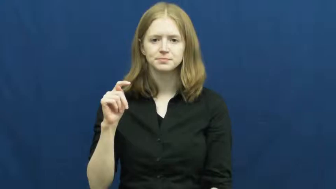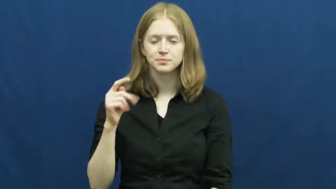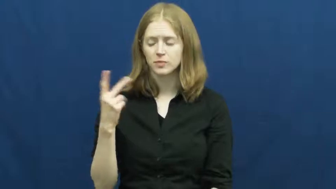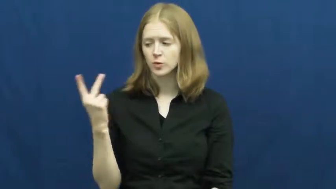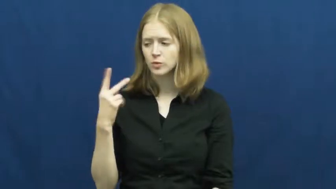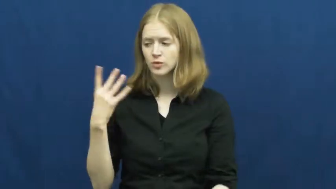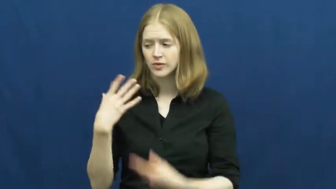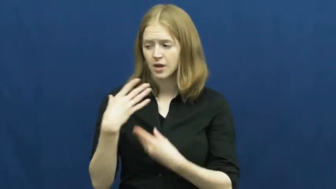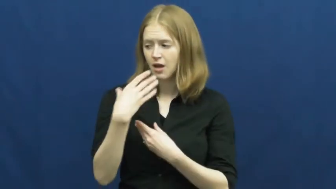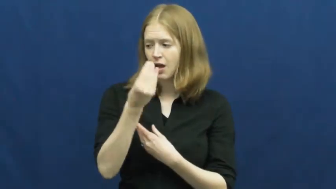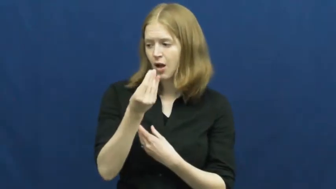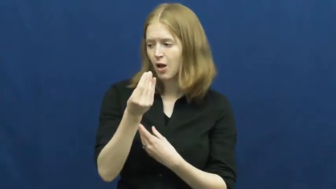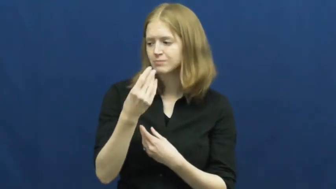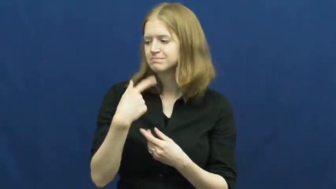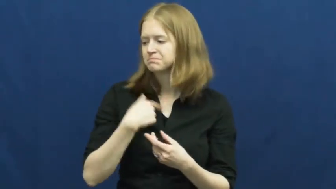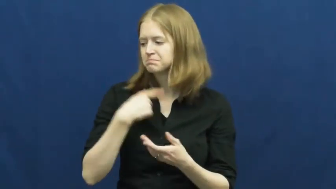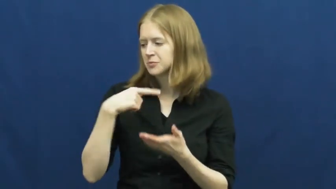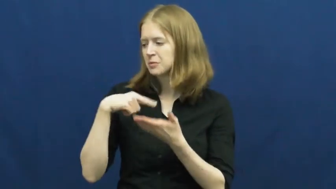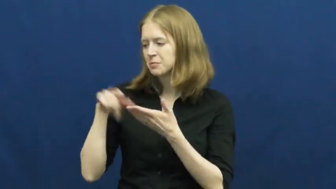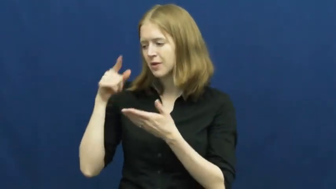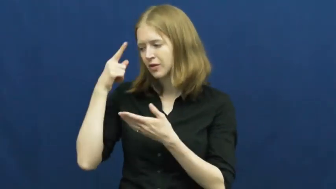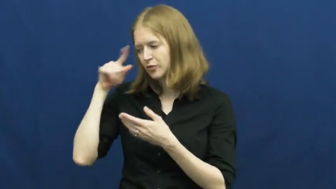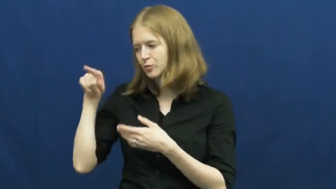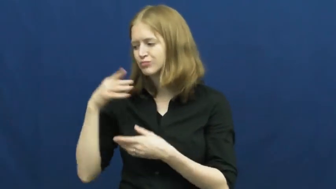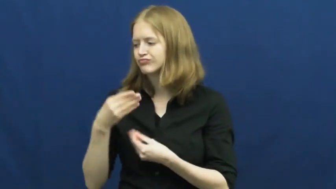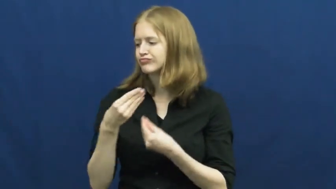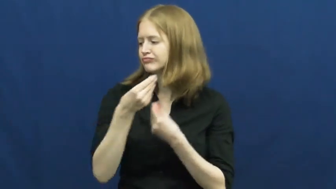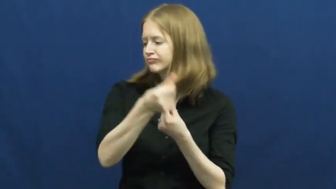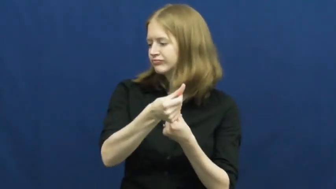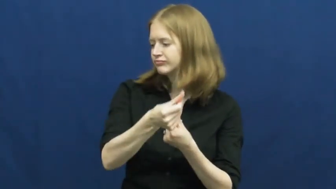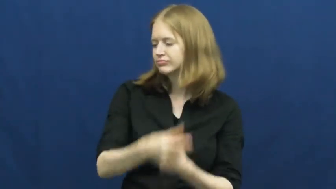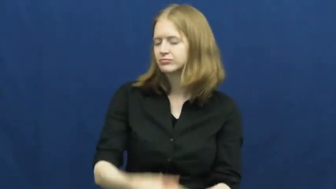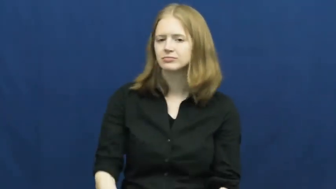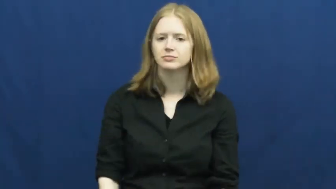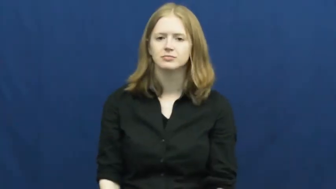treat,spring for-pay for